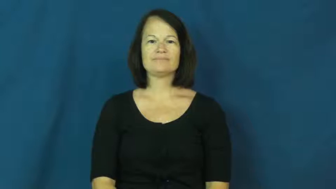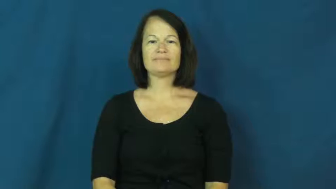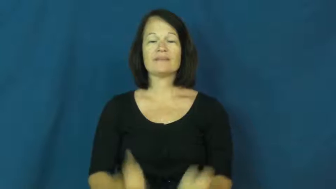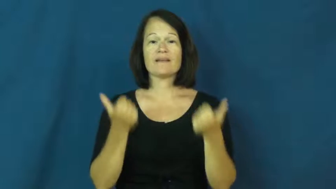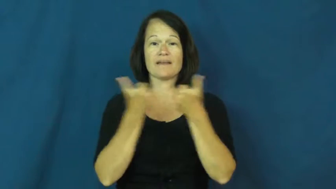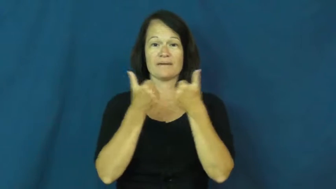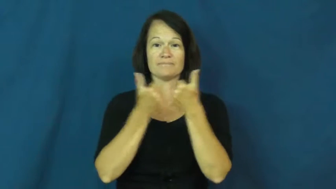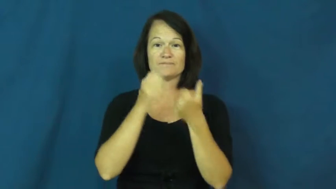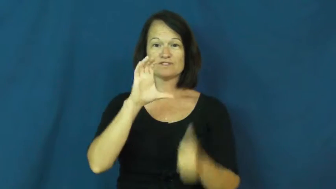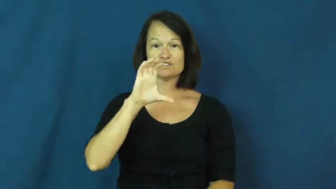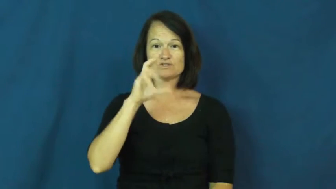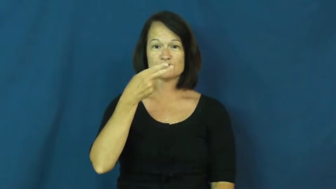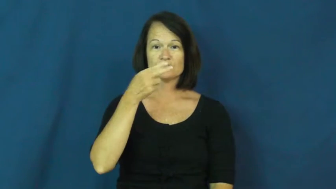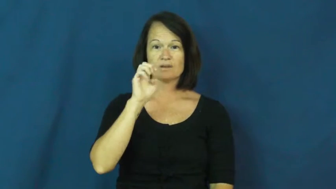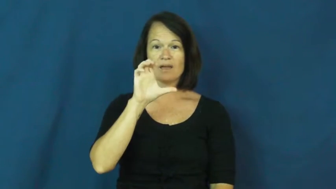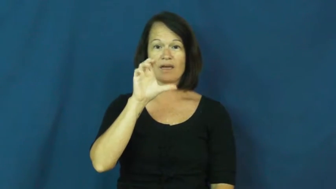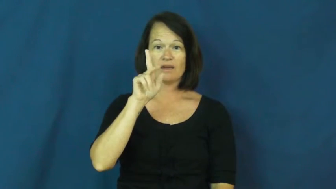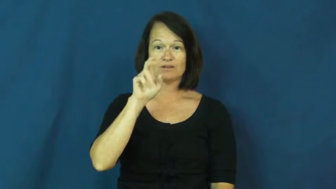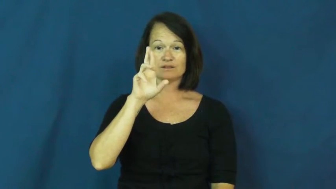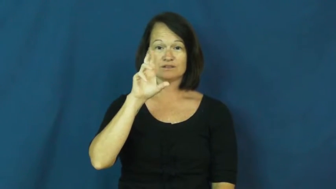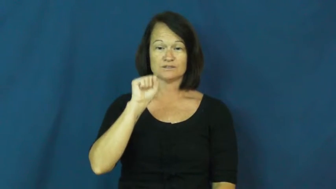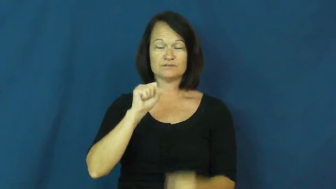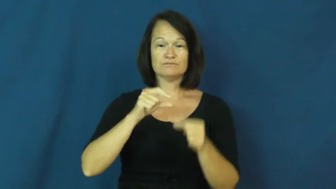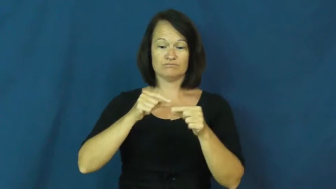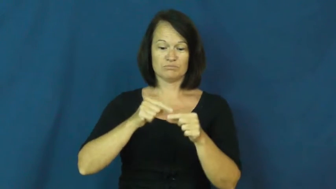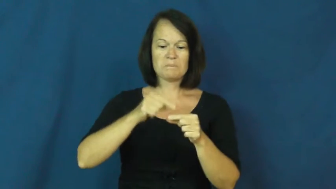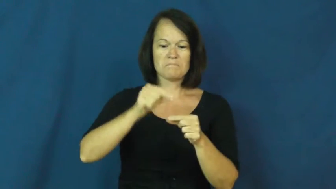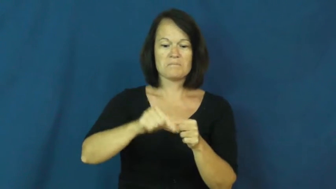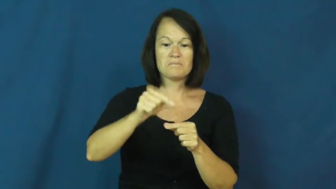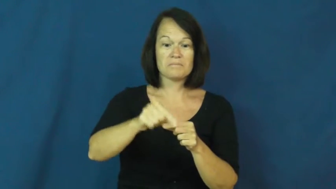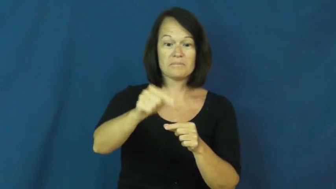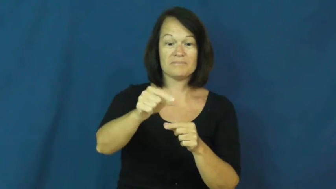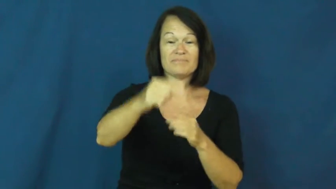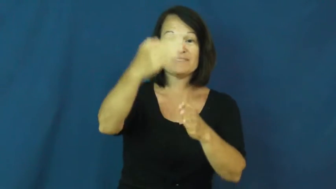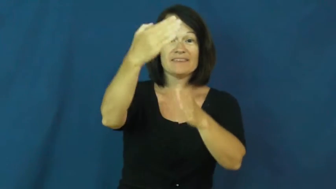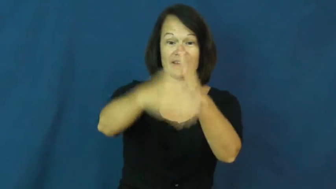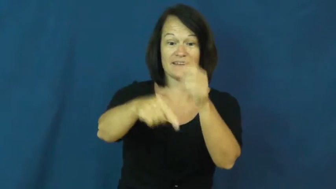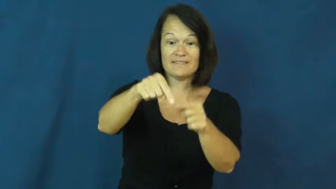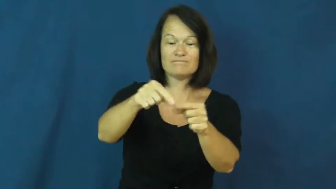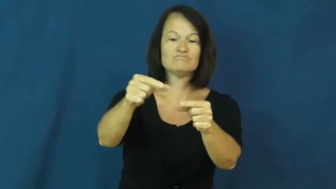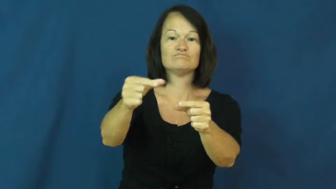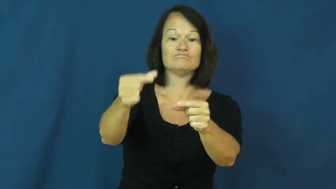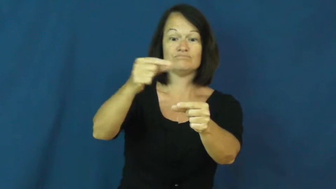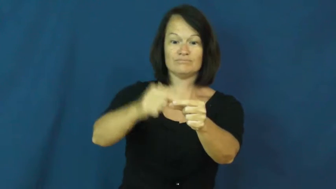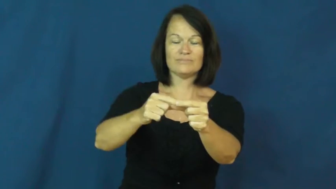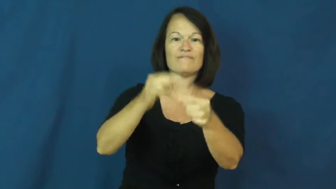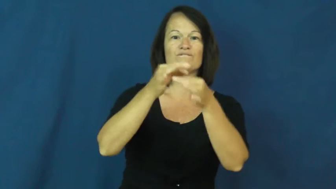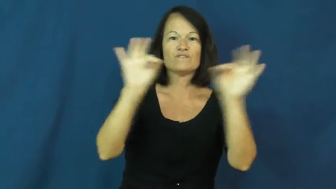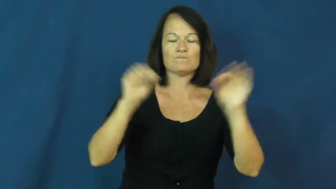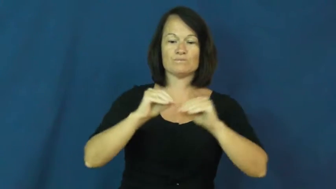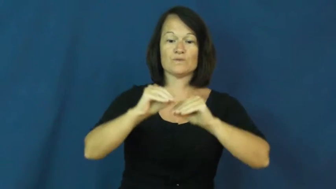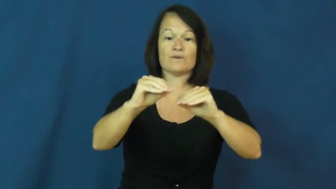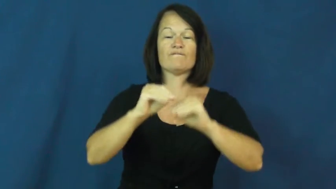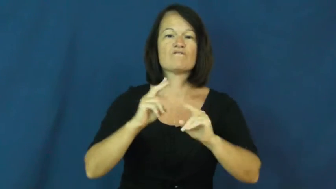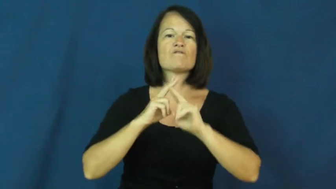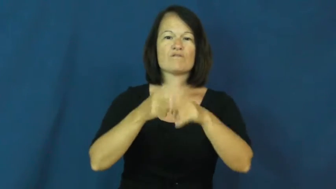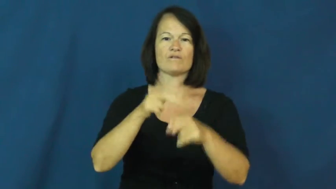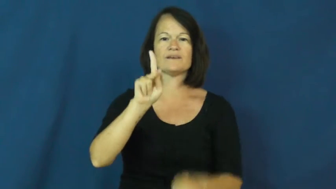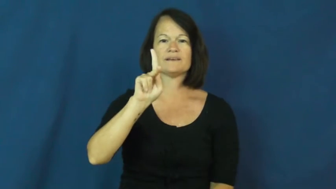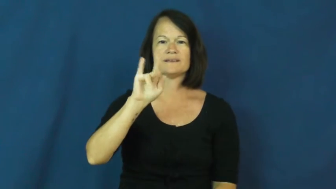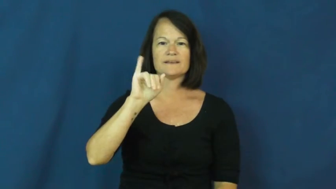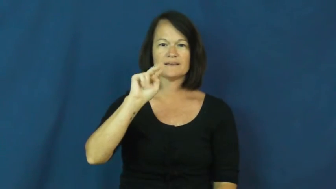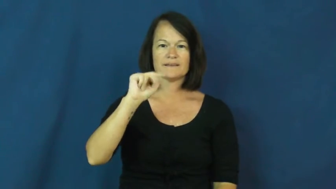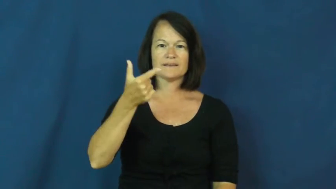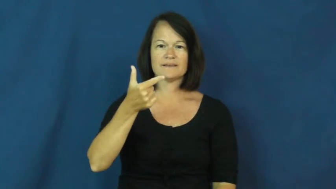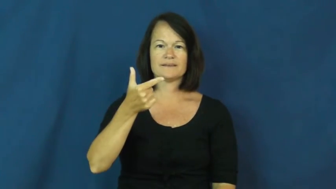king-checkers